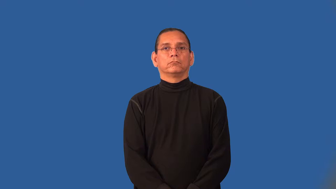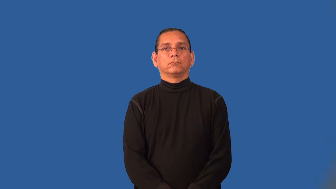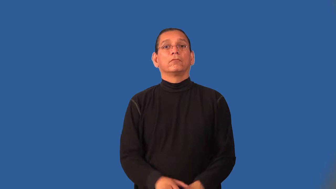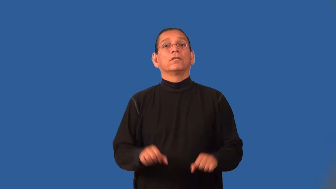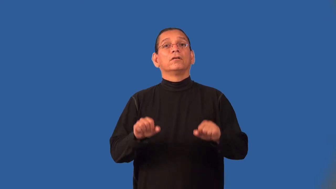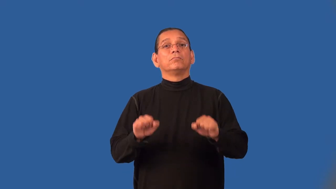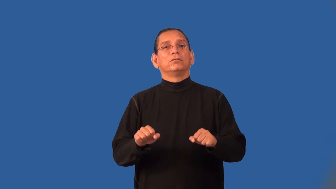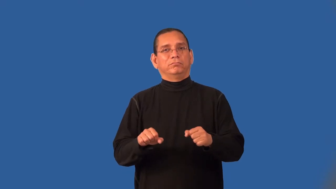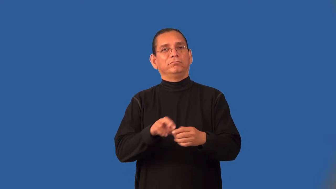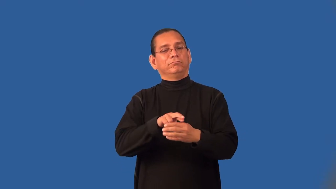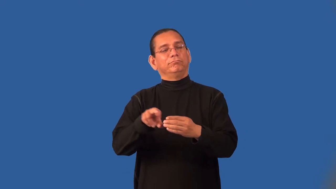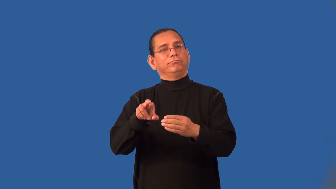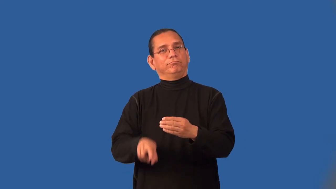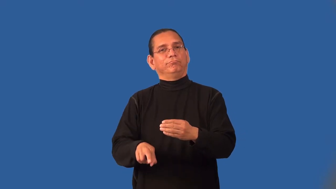implication